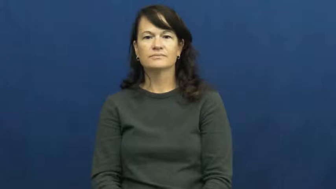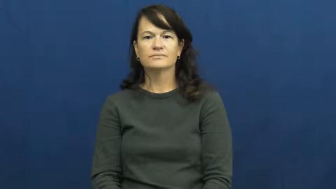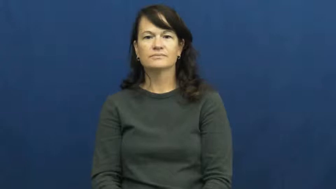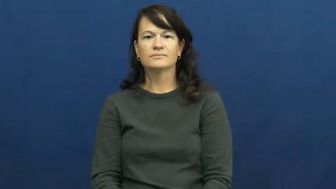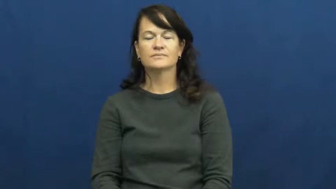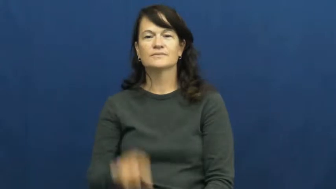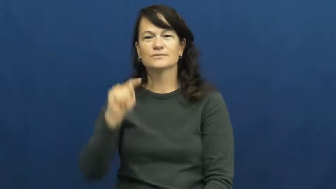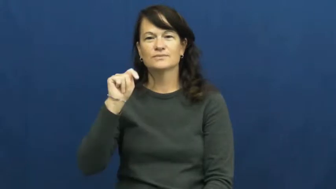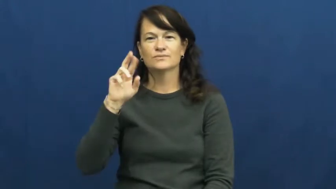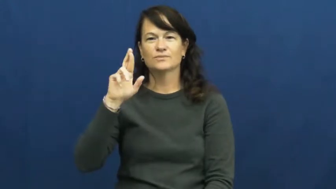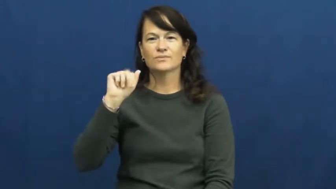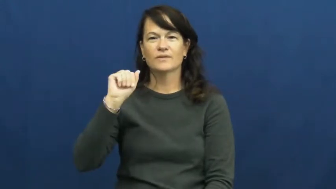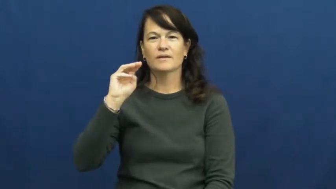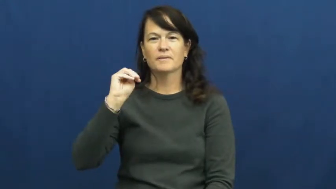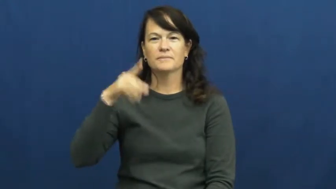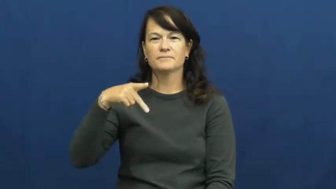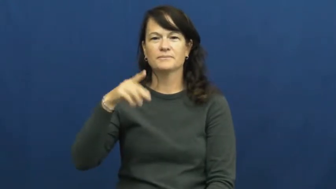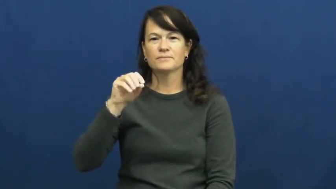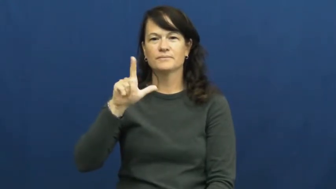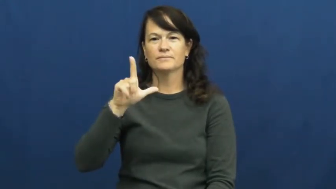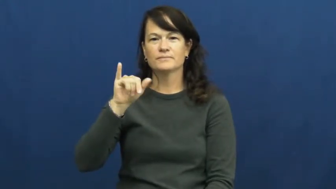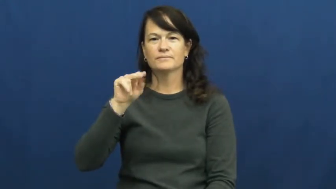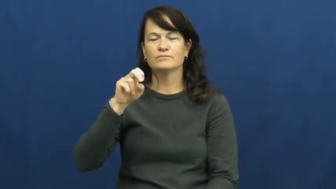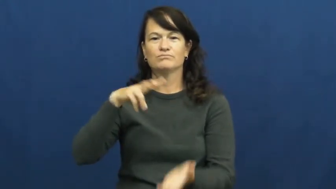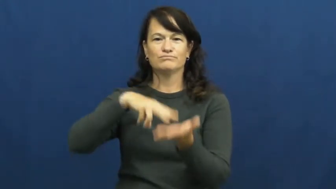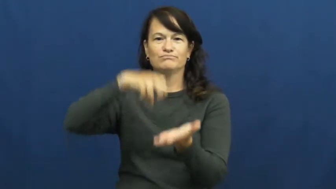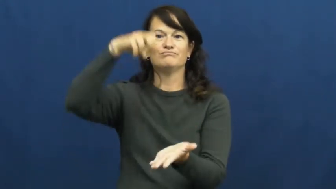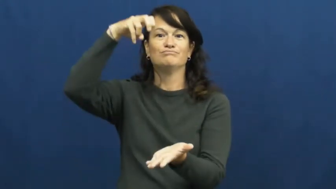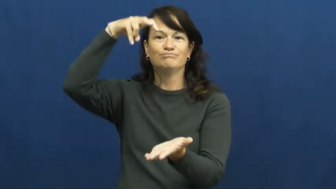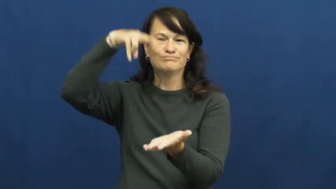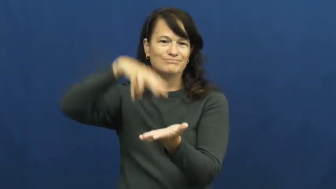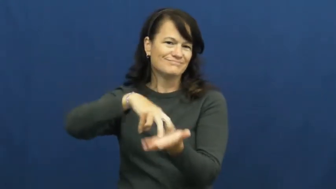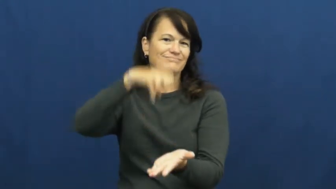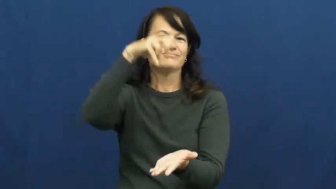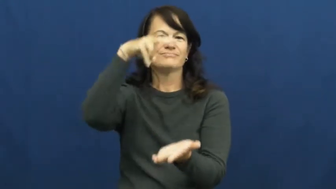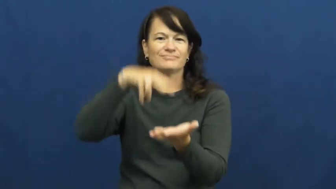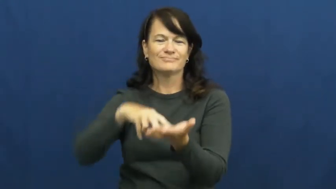trampoline